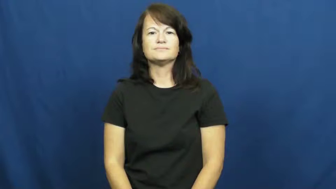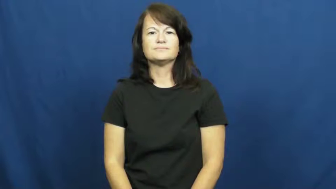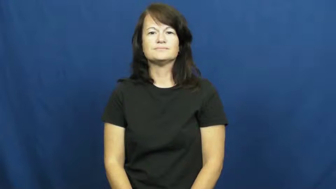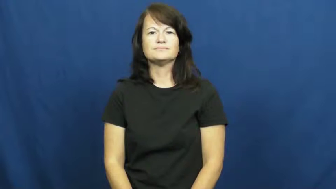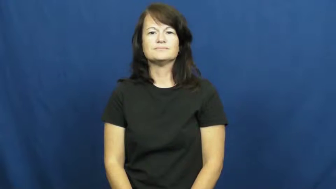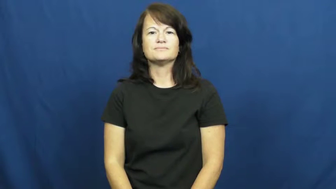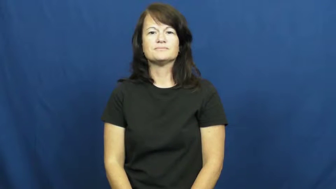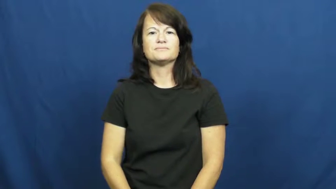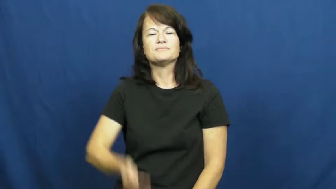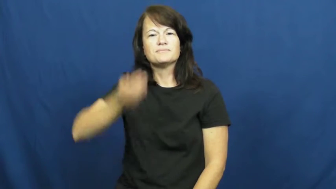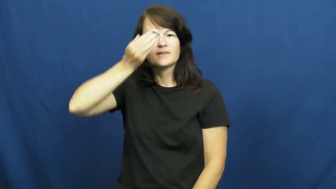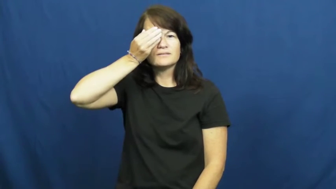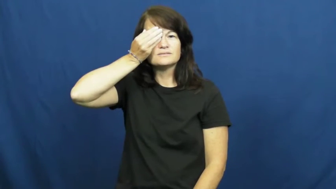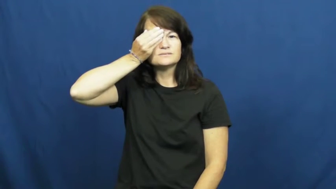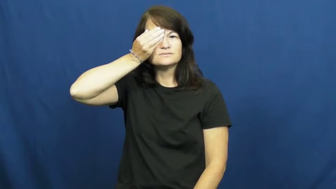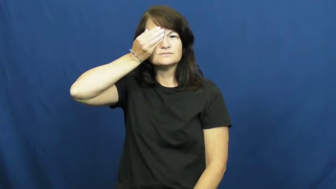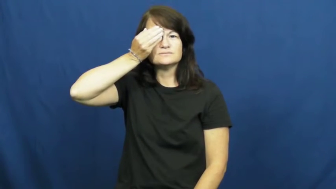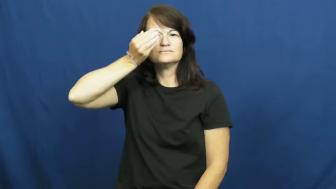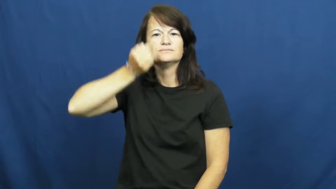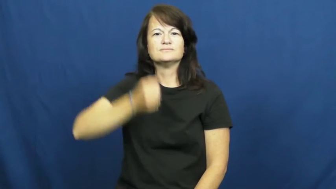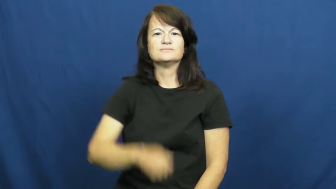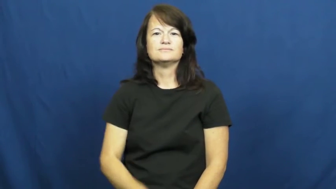patch-eye